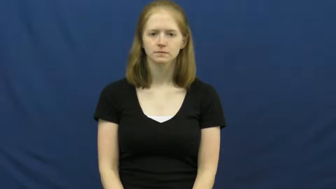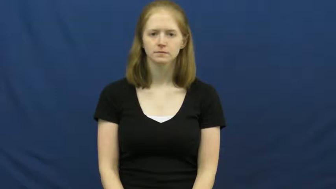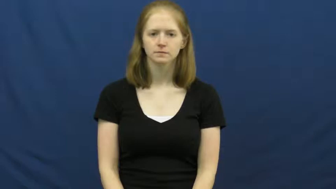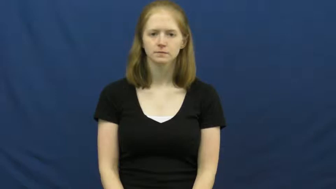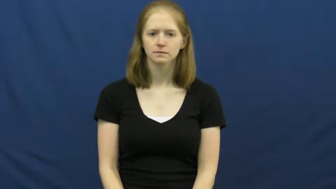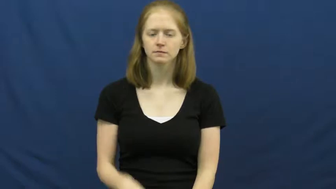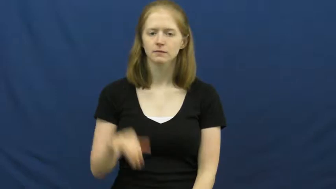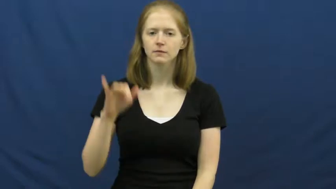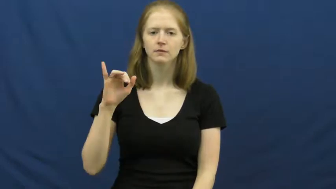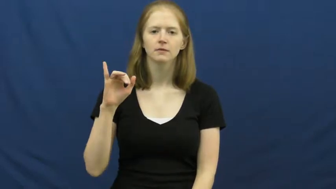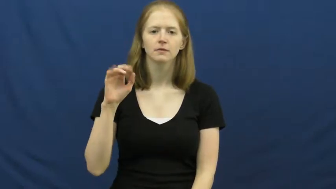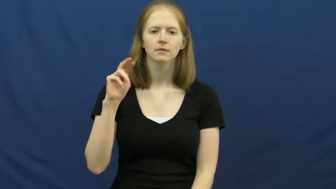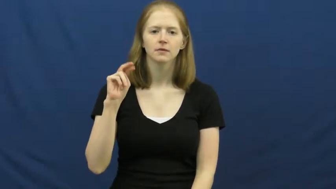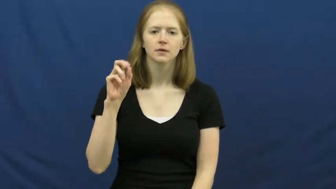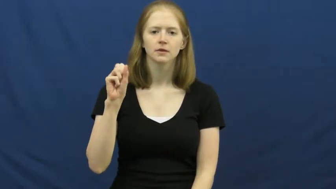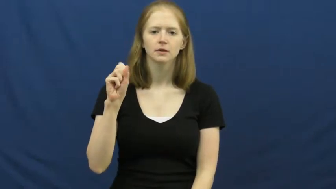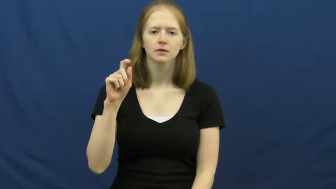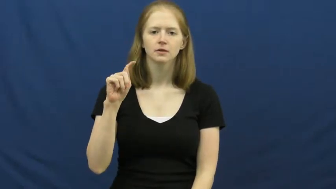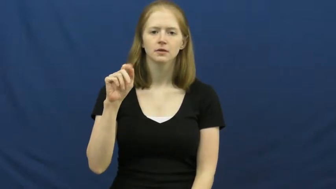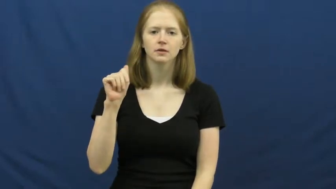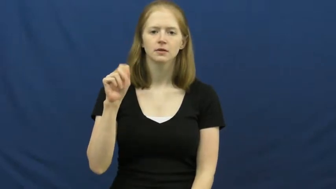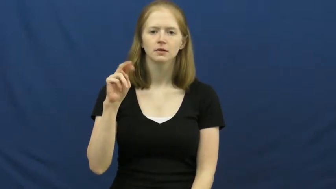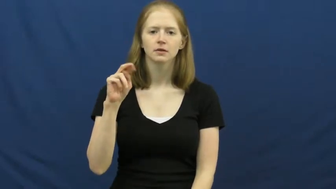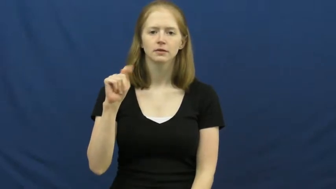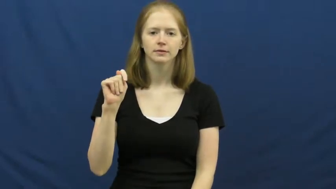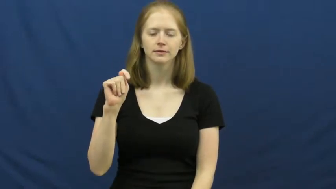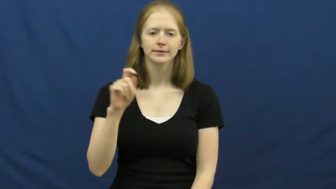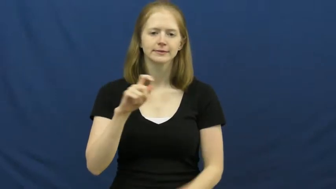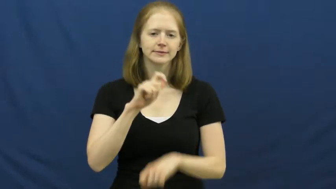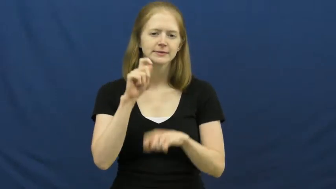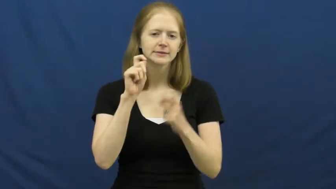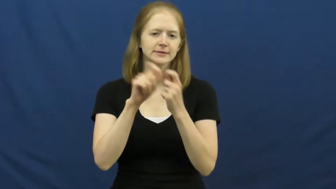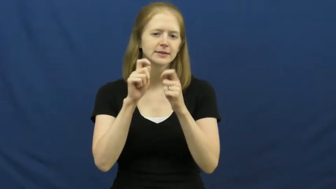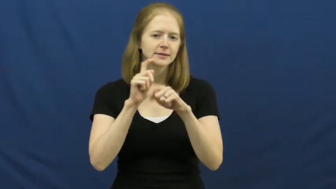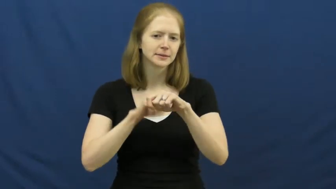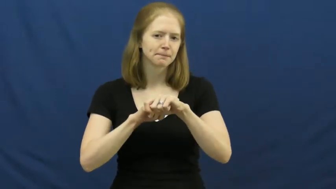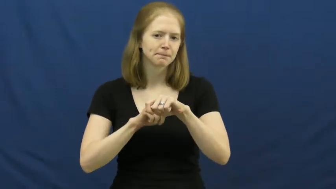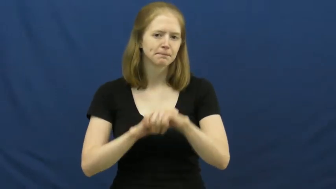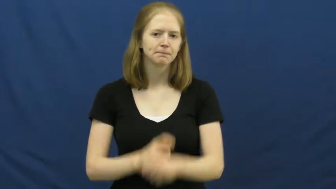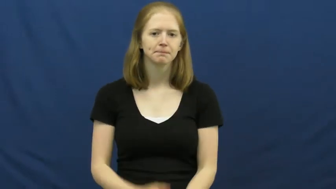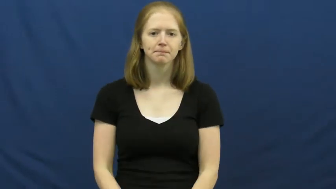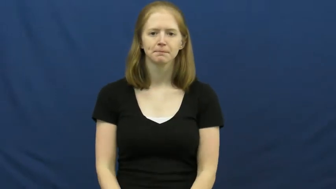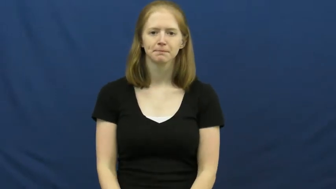instant-time